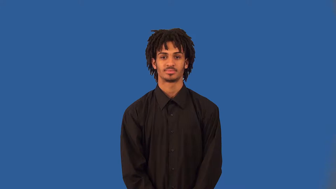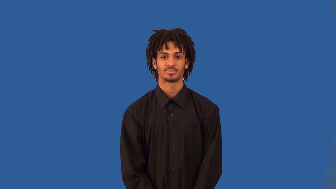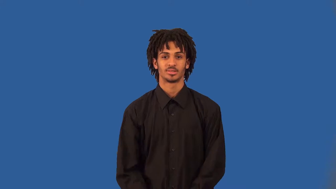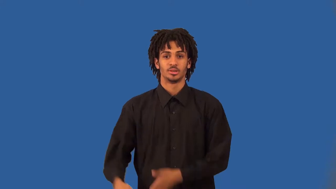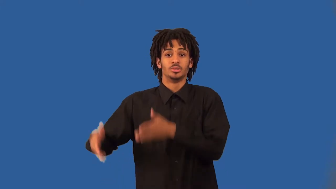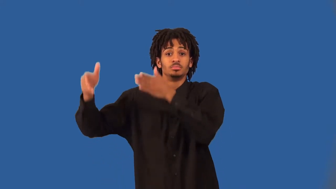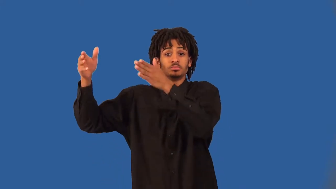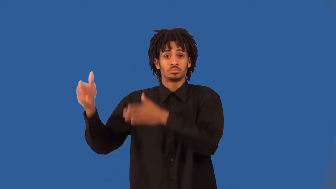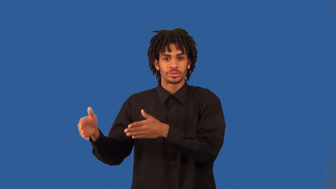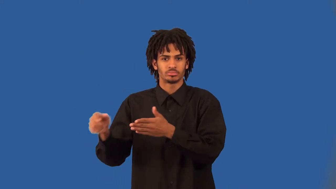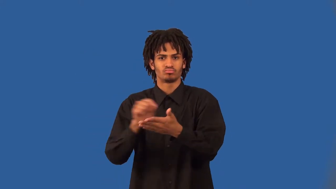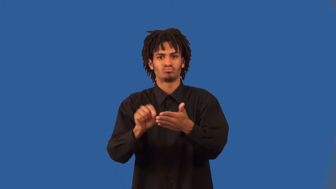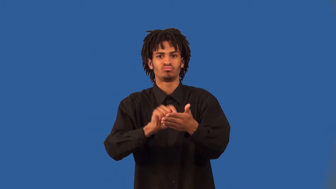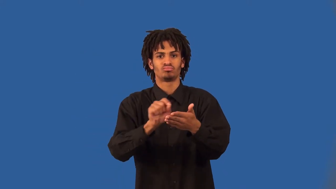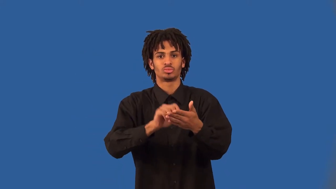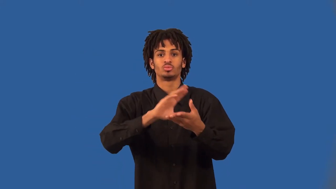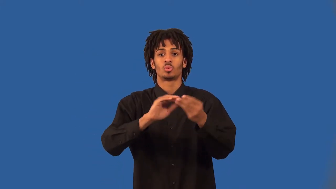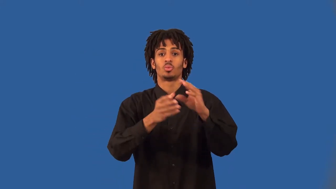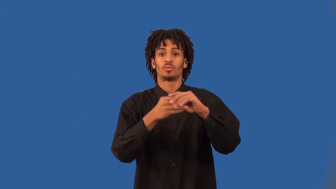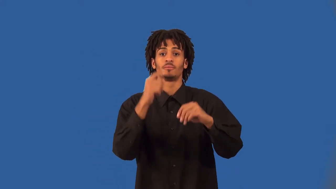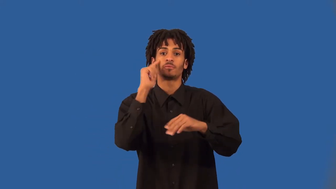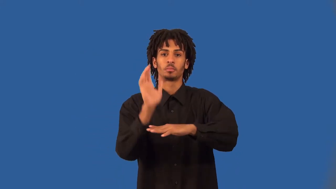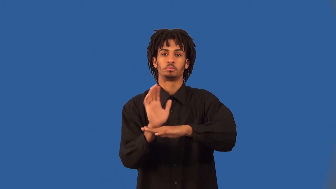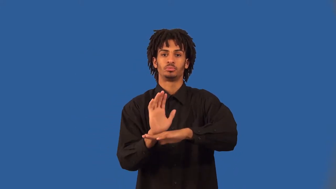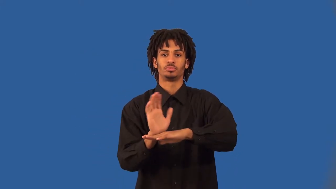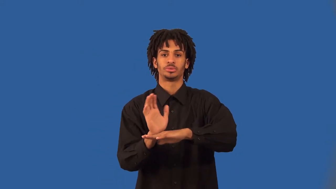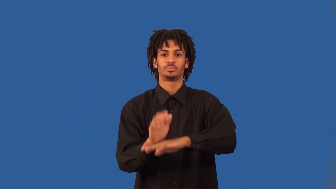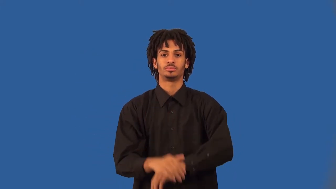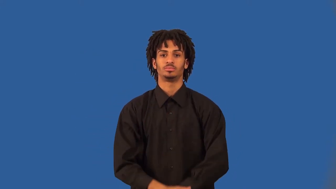screenwriter